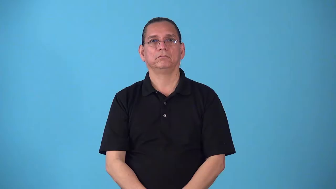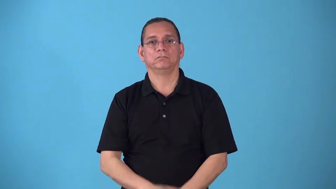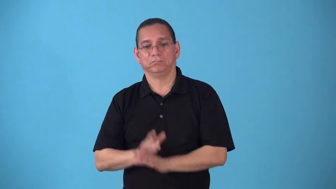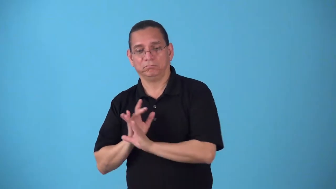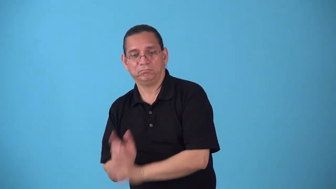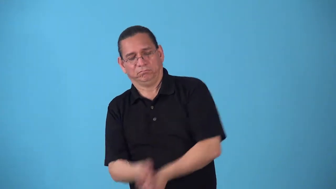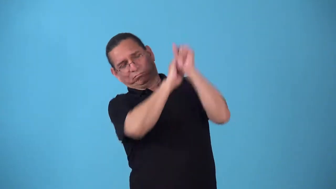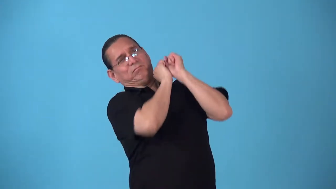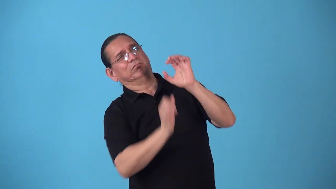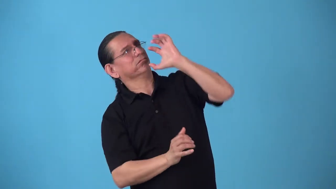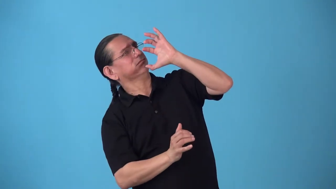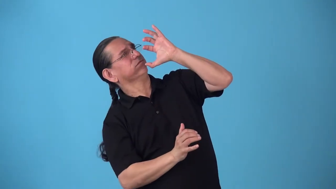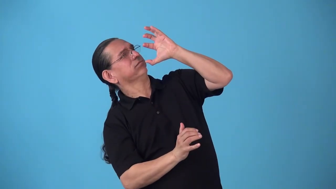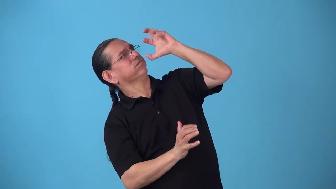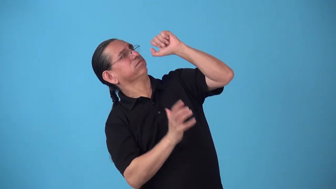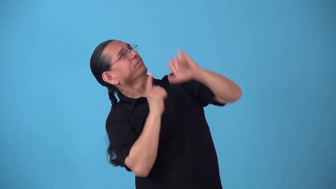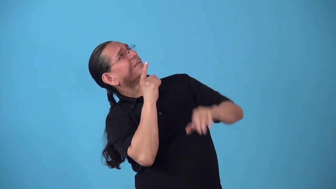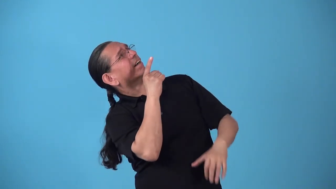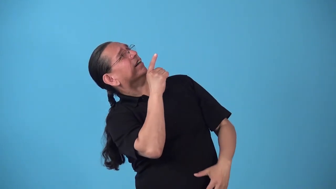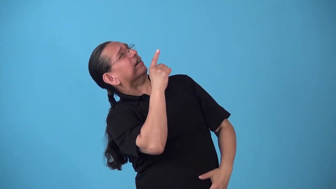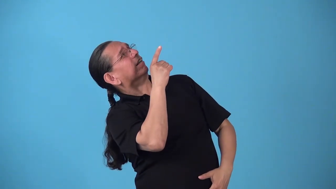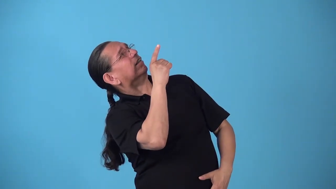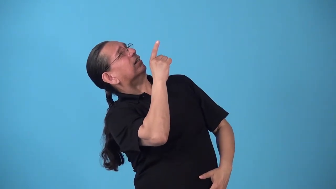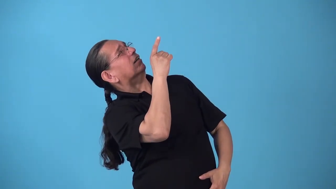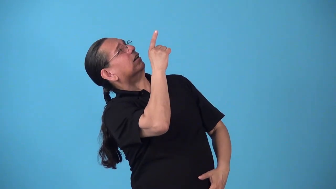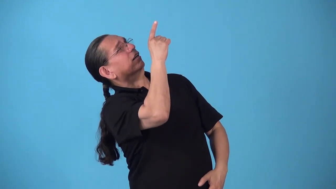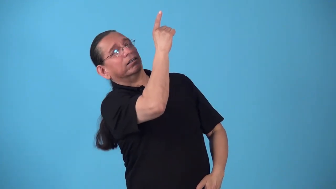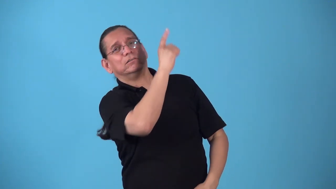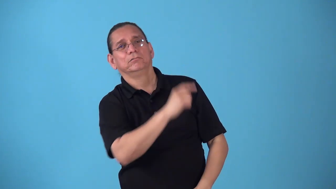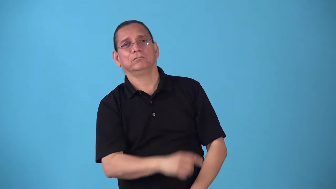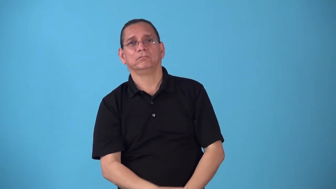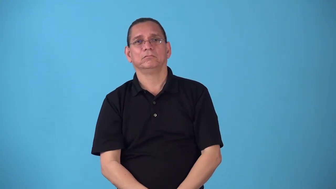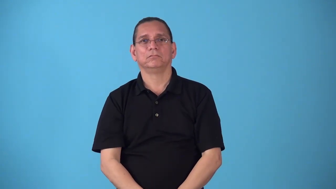sky-send ball really high